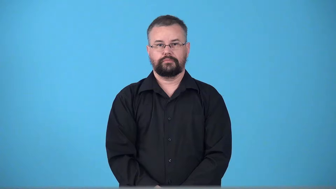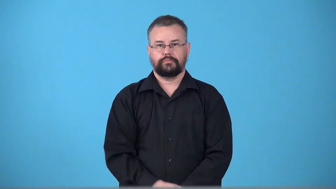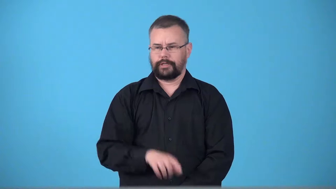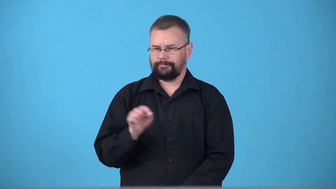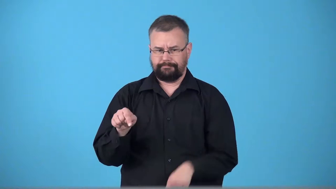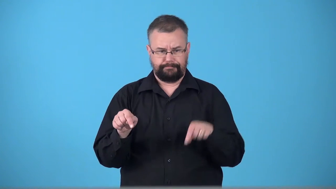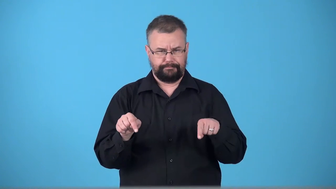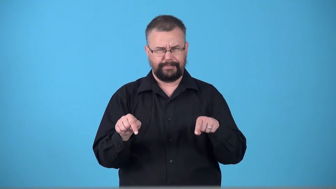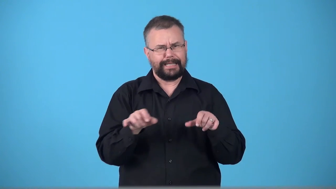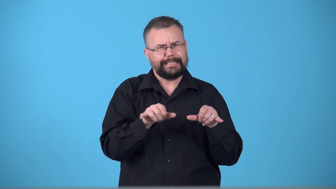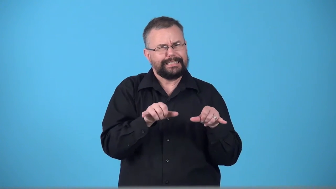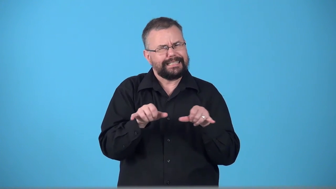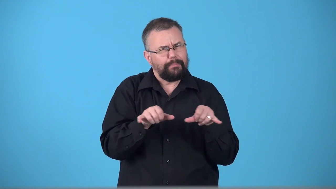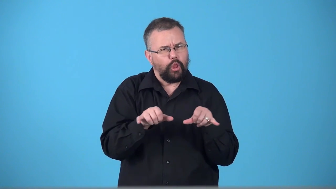twain two similar items